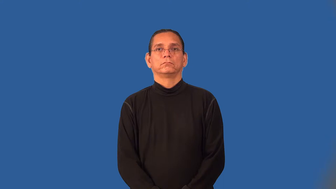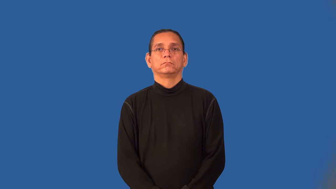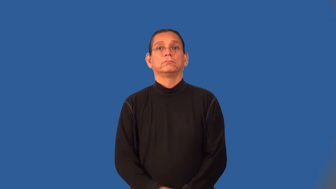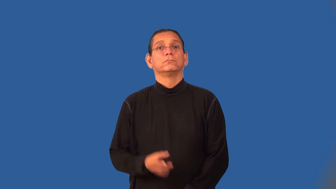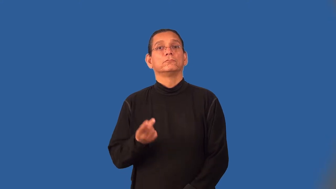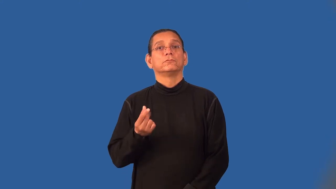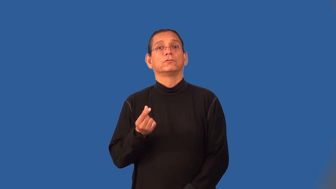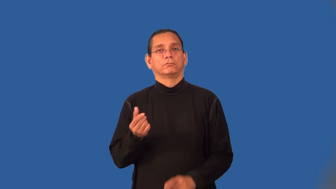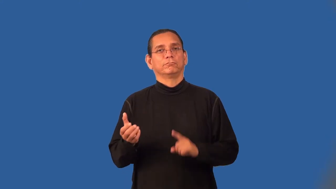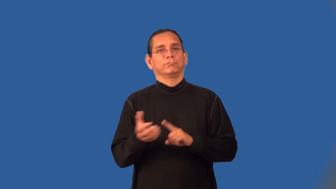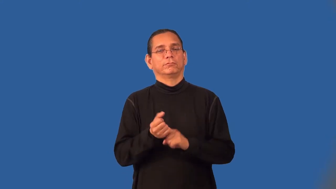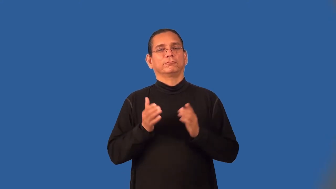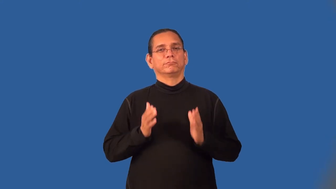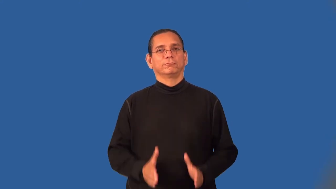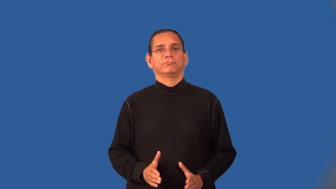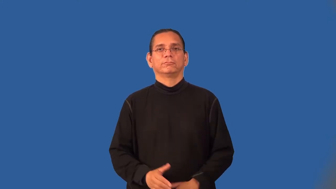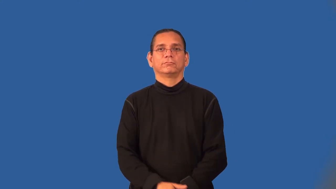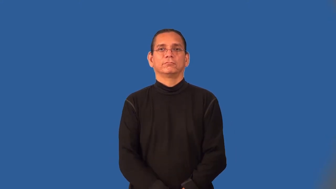dogcatcher